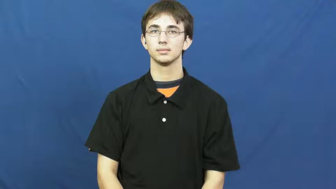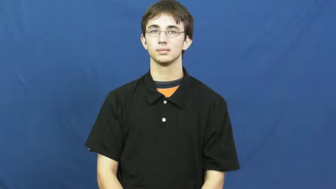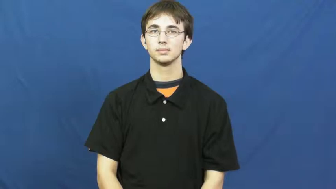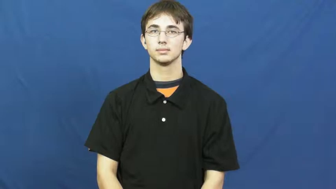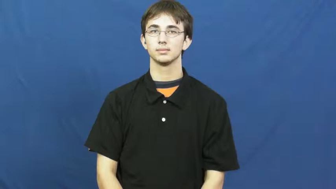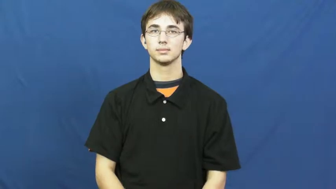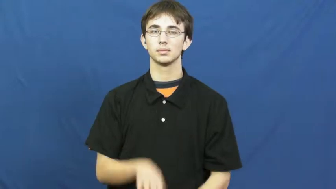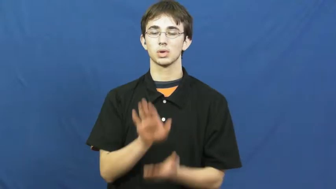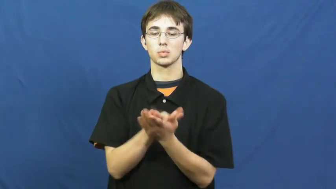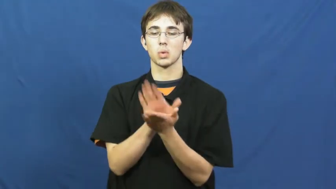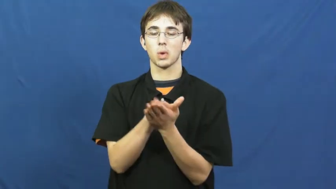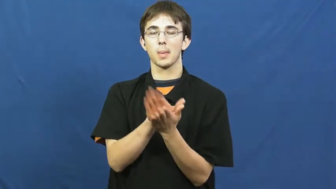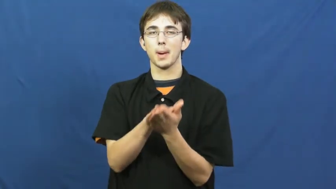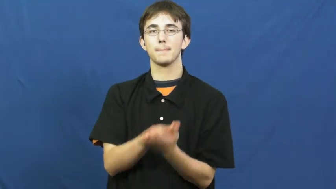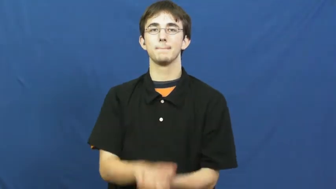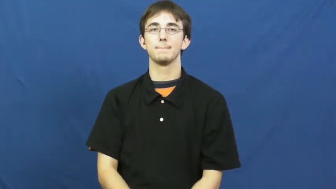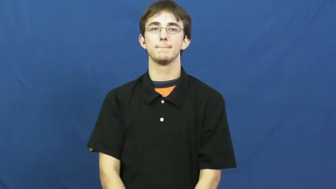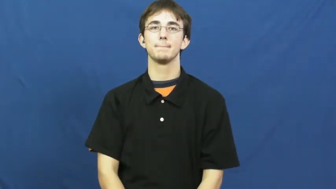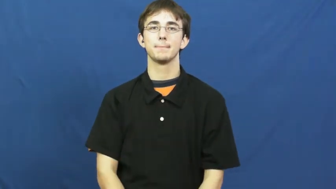crocodile